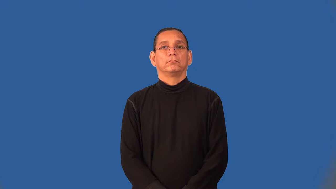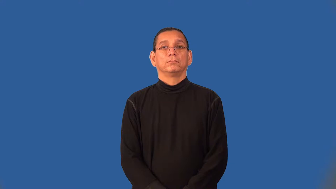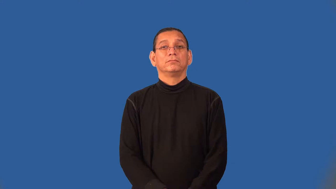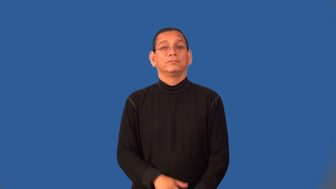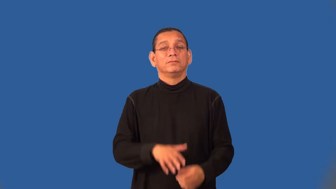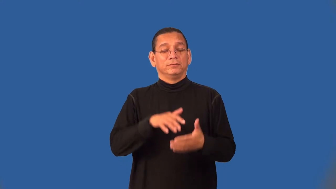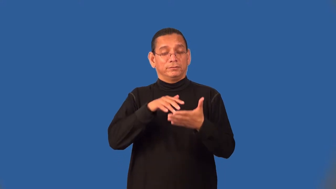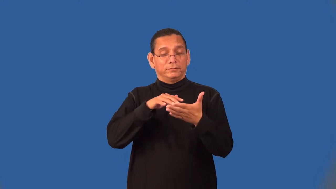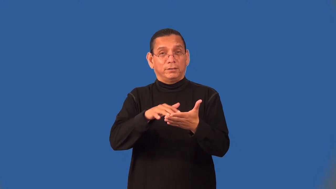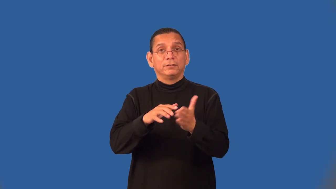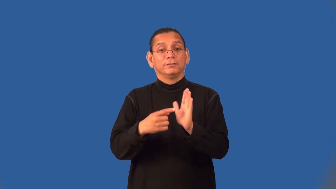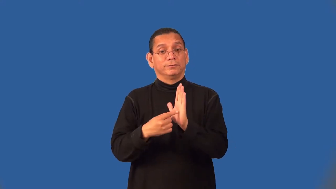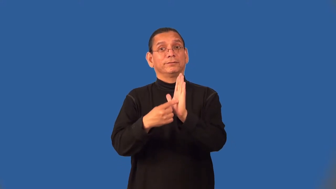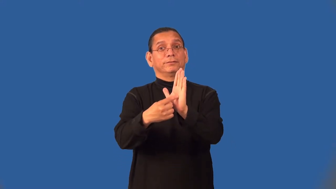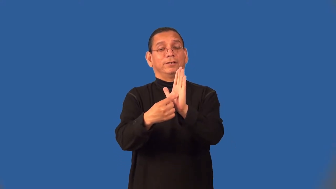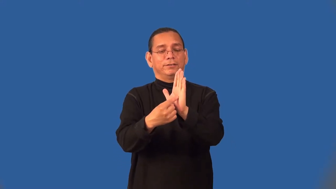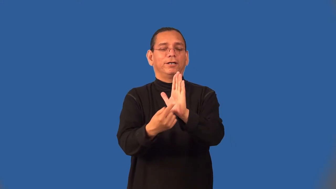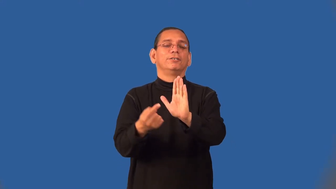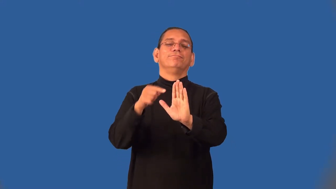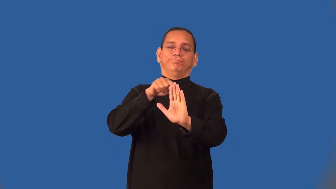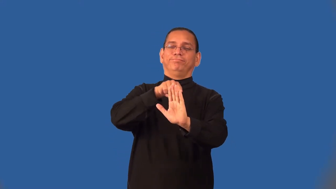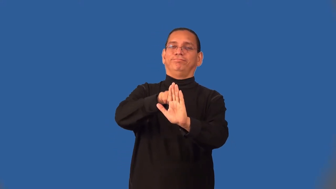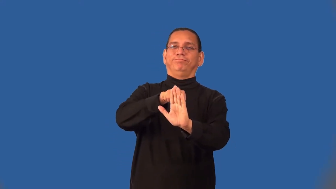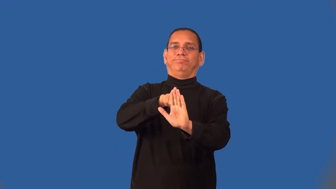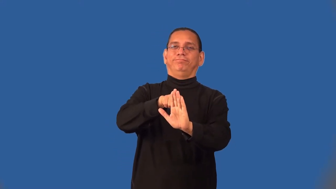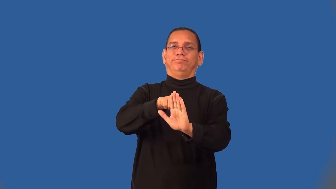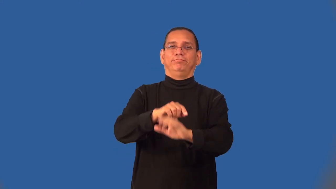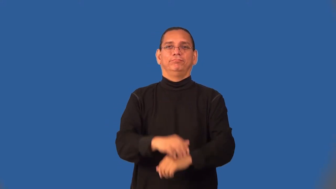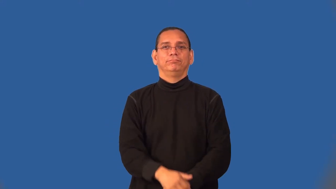semiotics